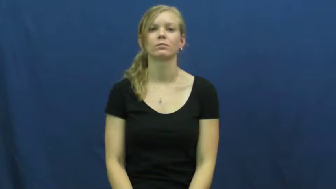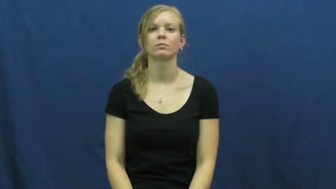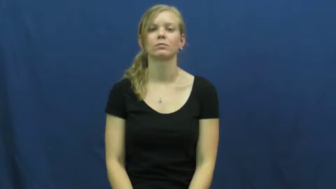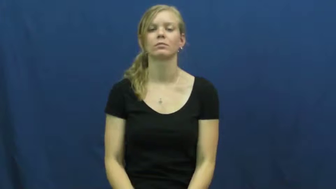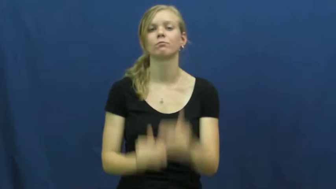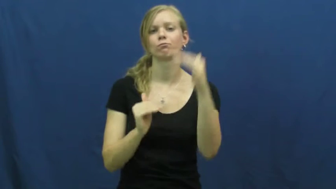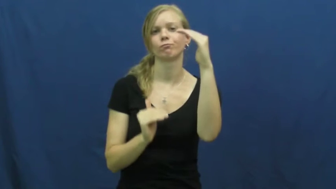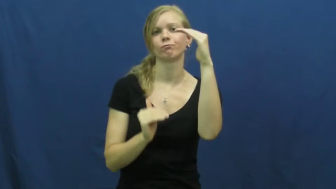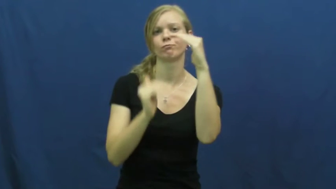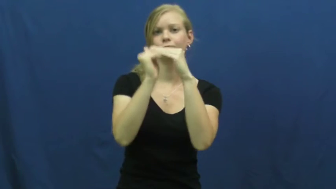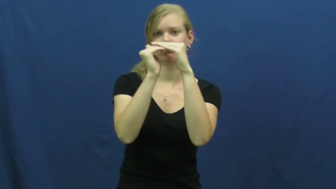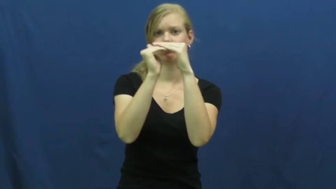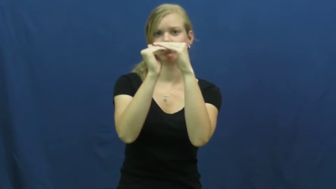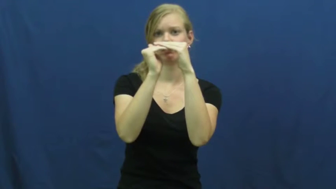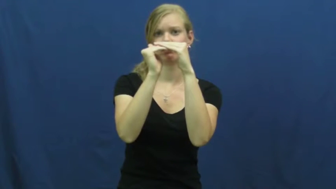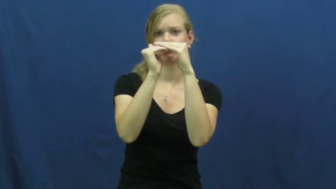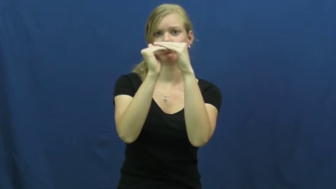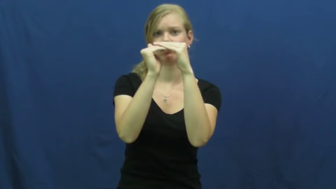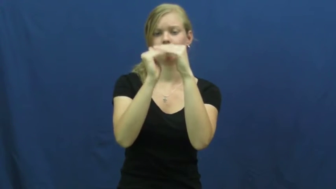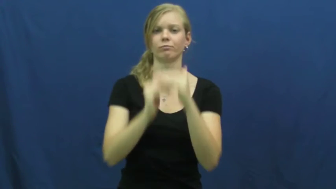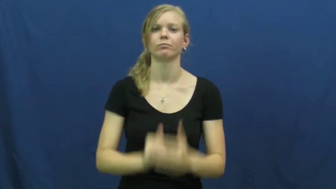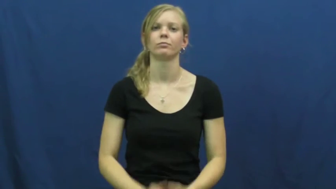maximum,max,hit,reach